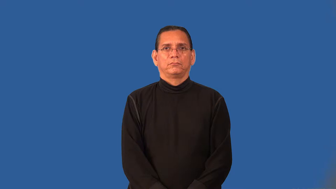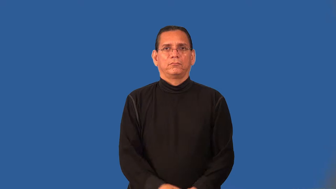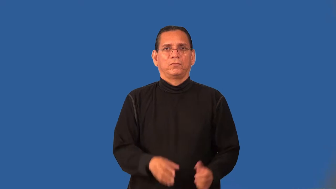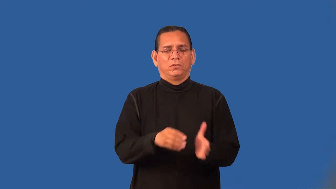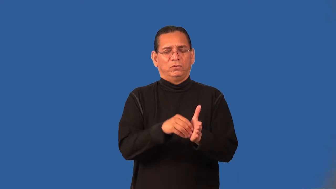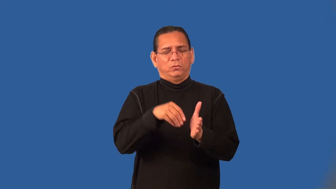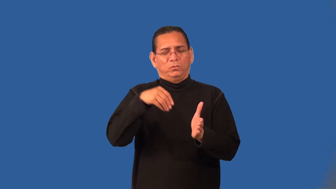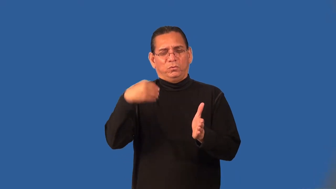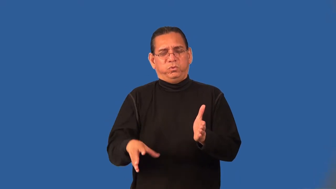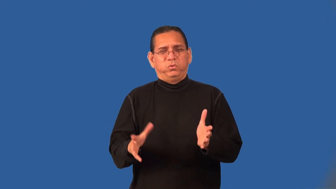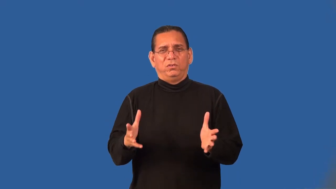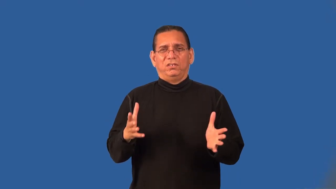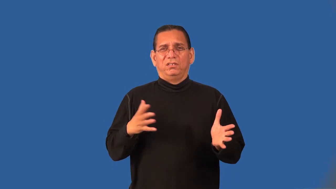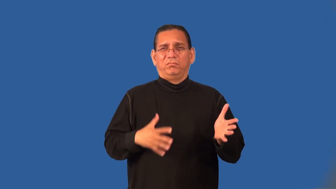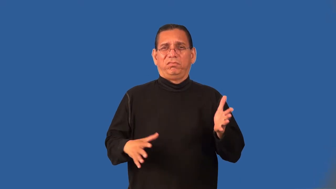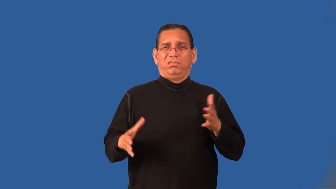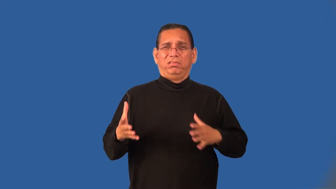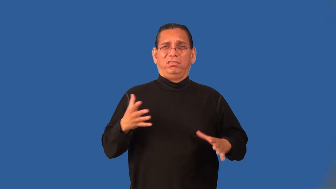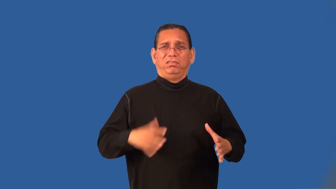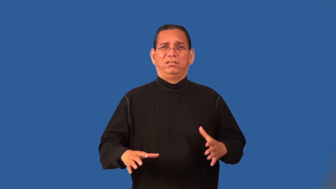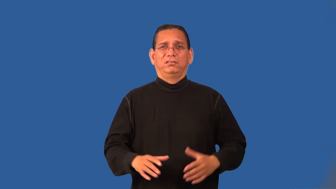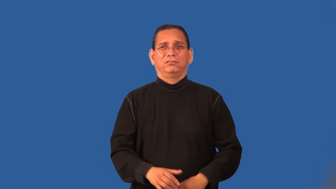preppy